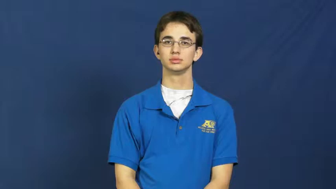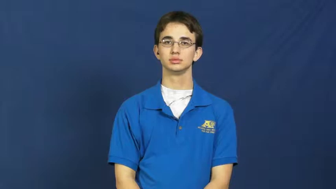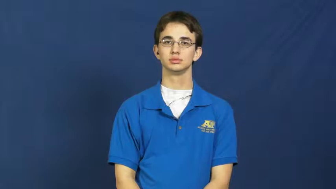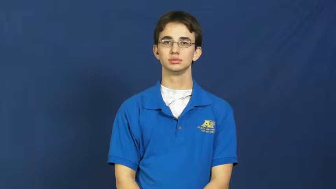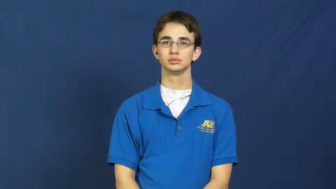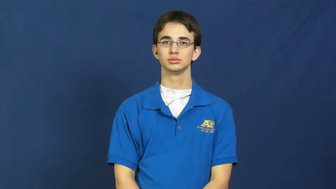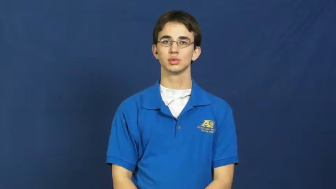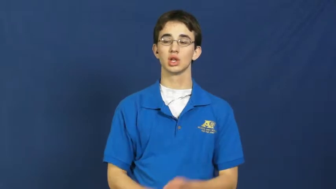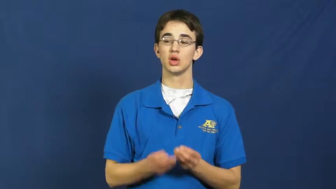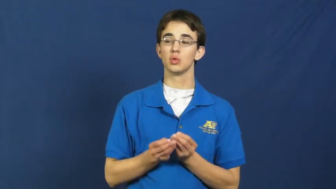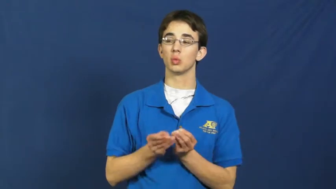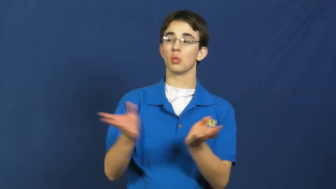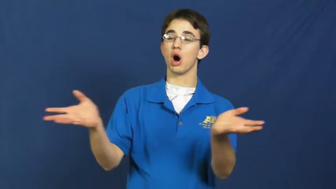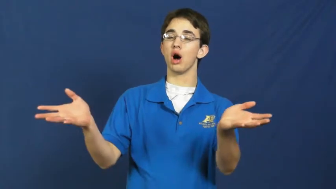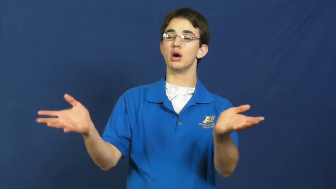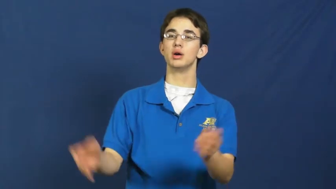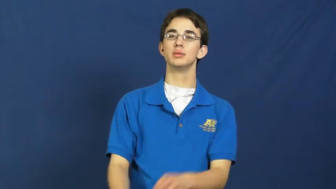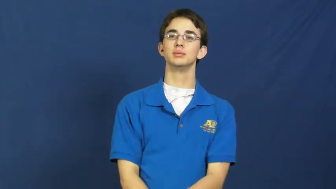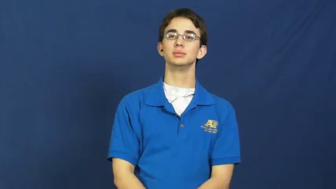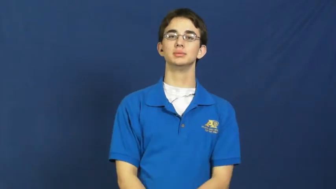pass out-give